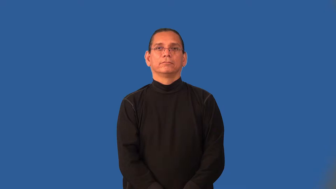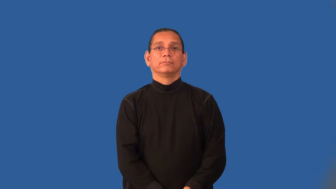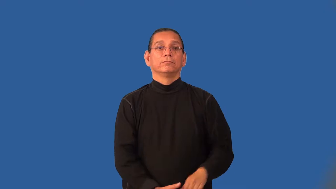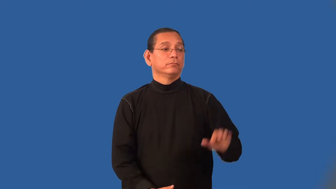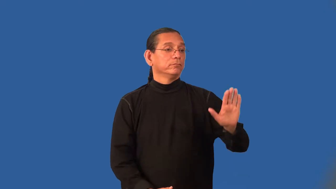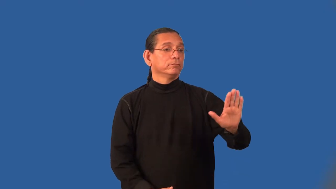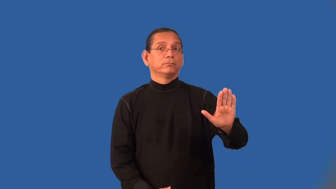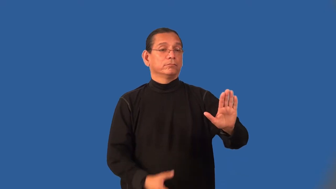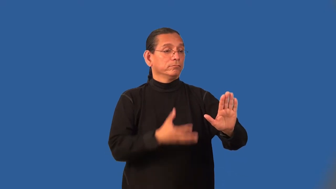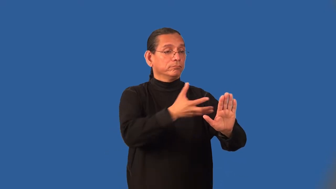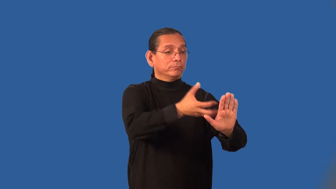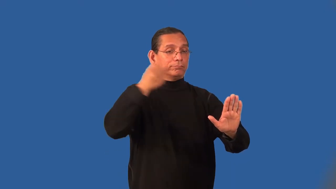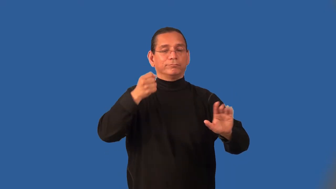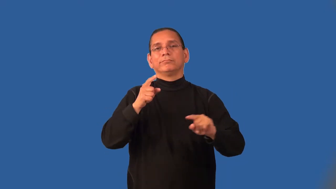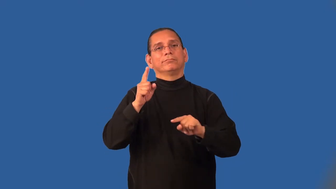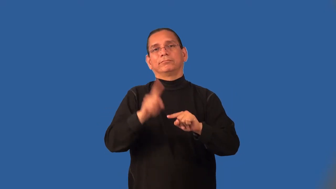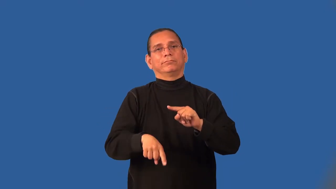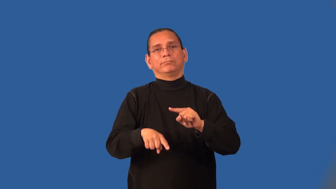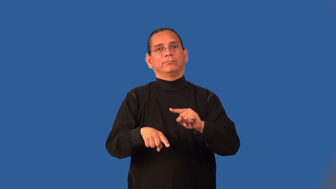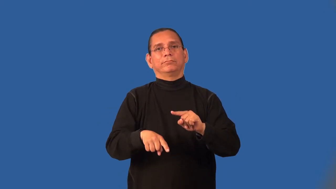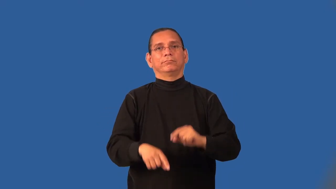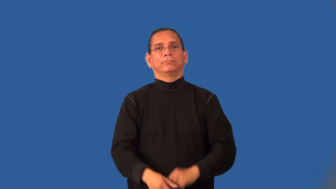inalienable